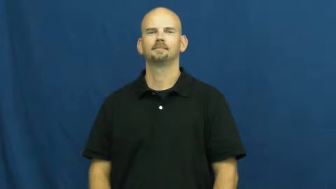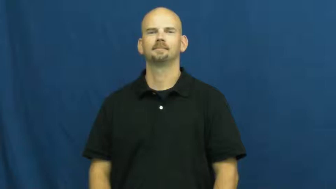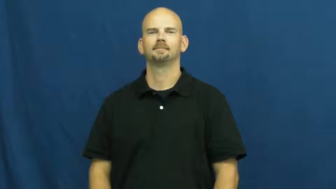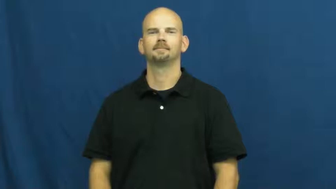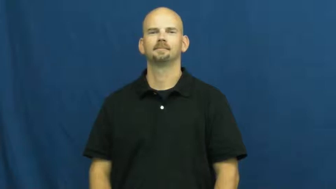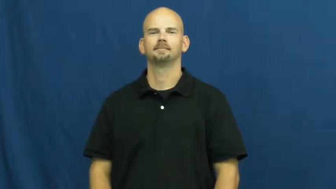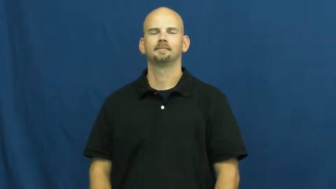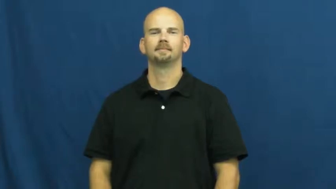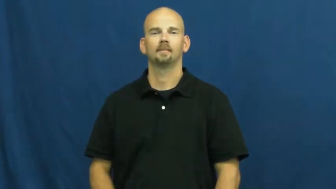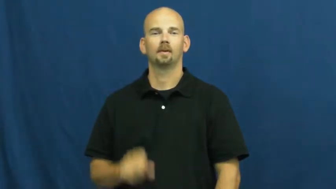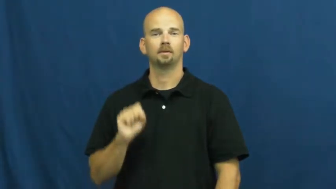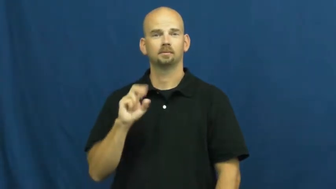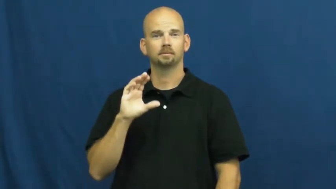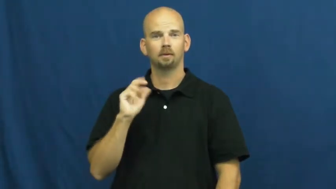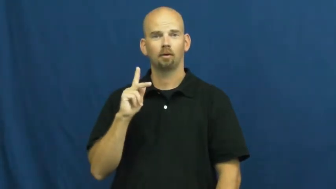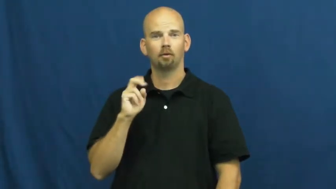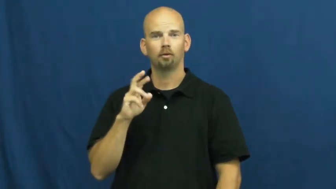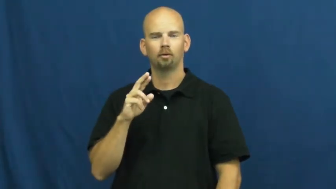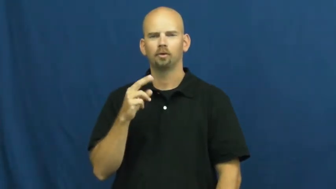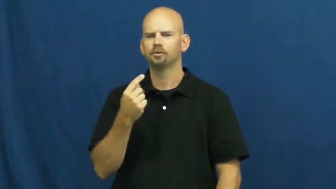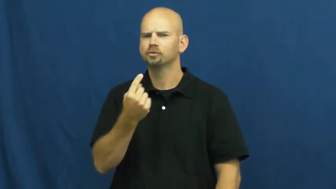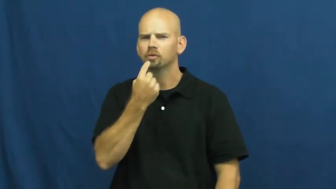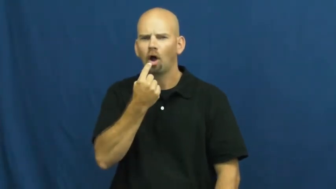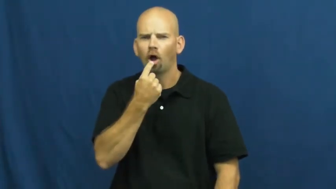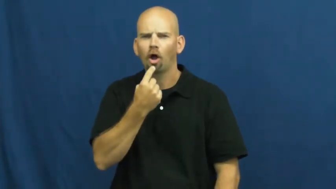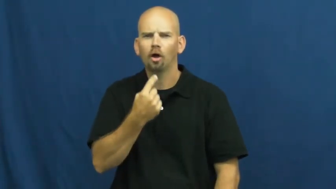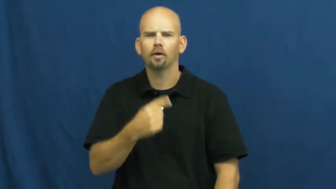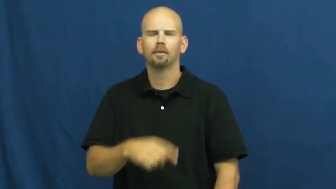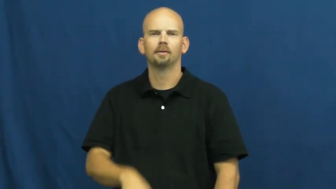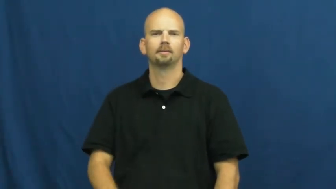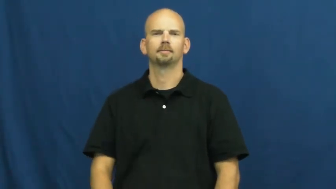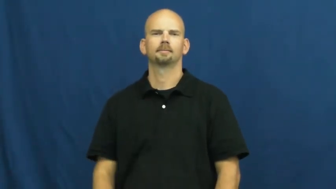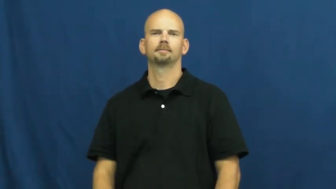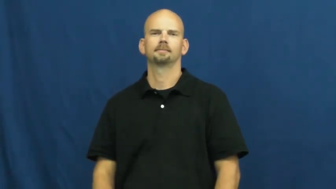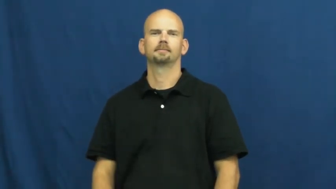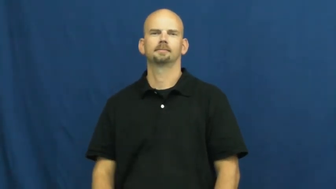sucker